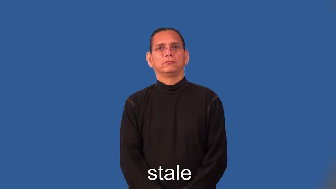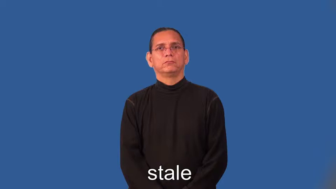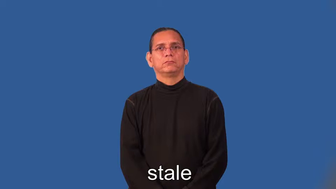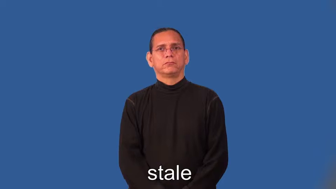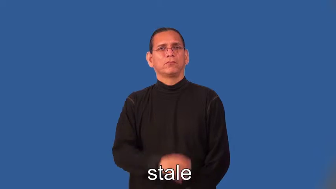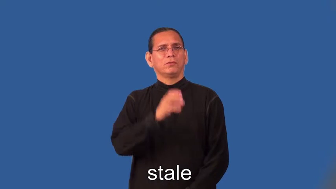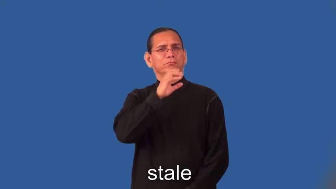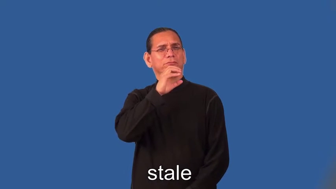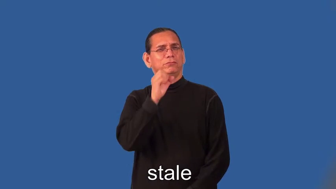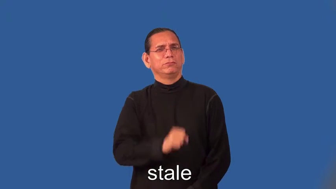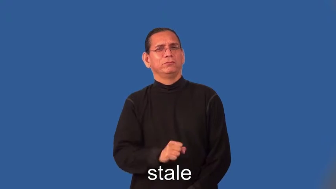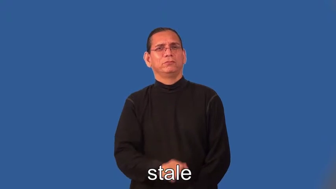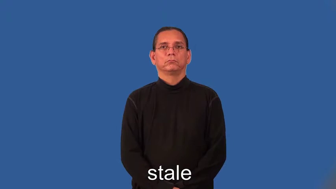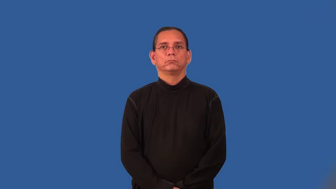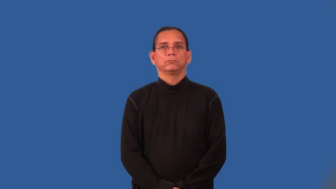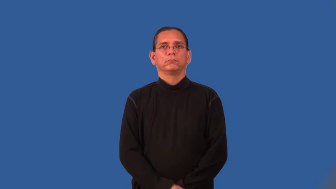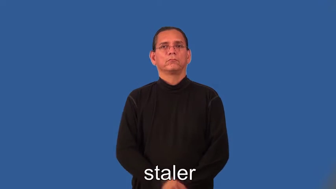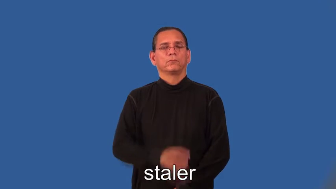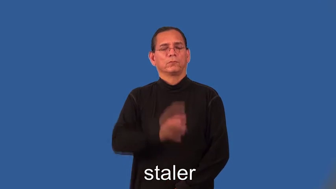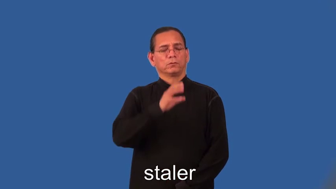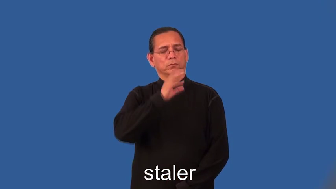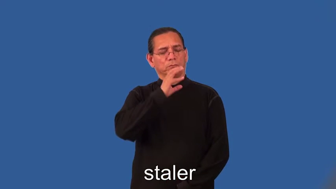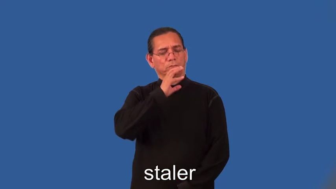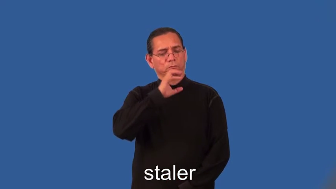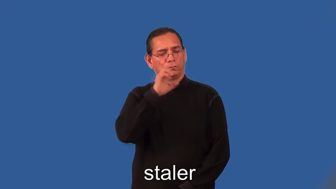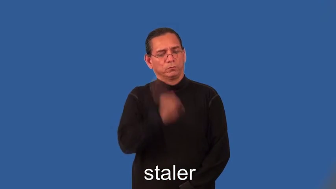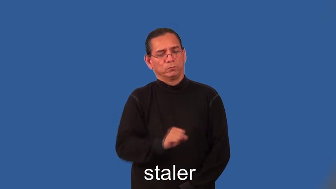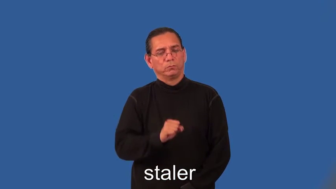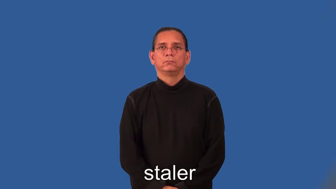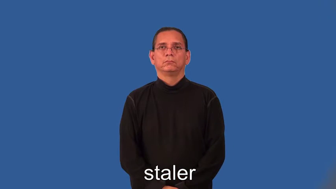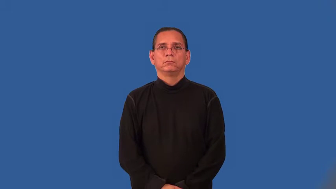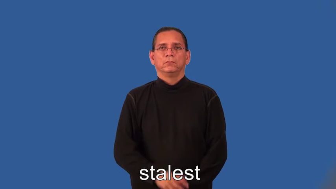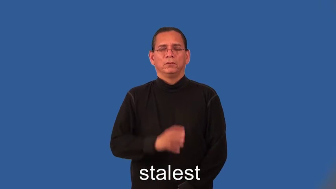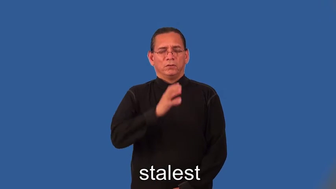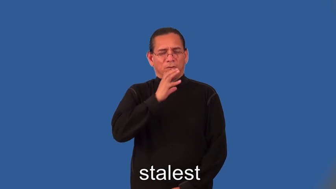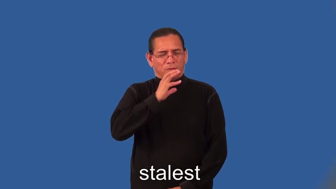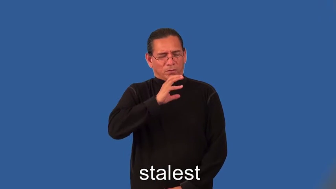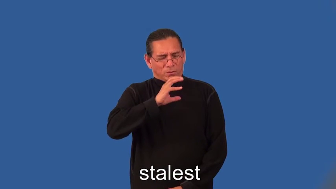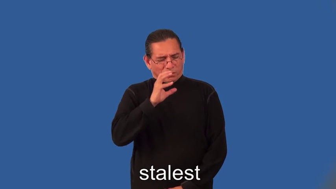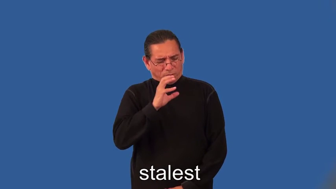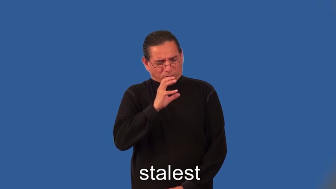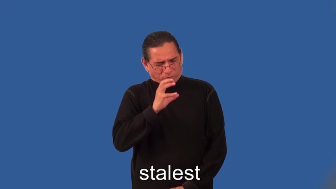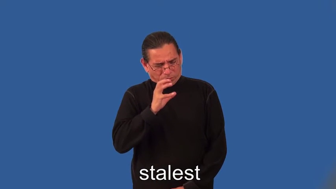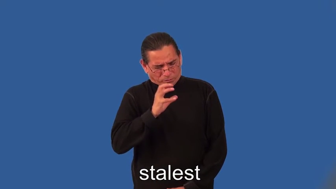staler,stalest